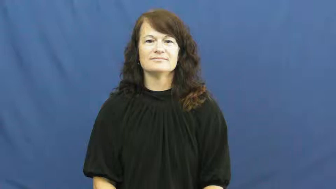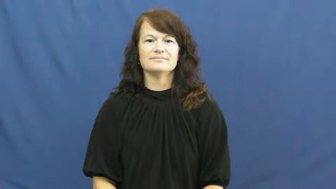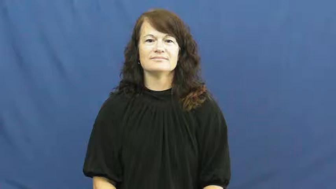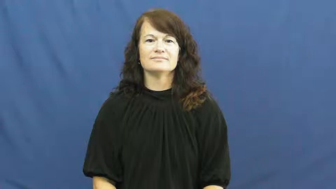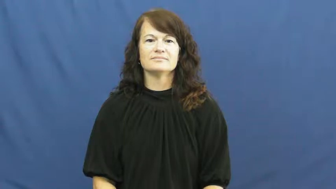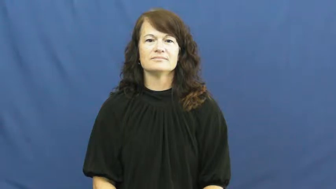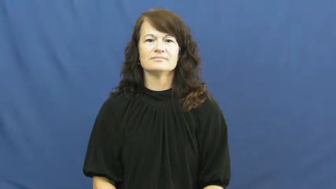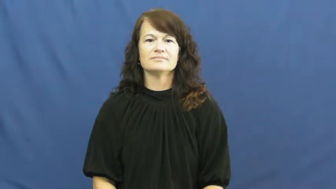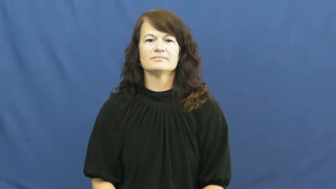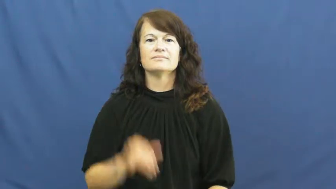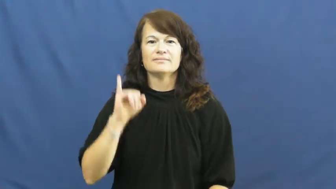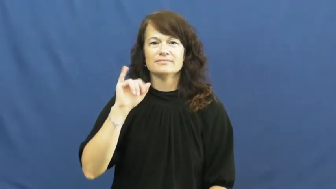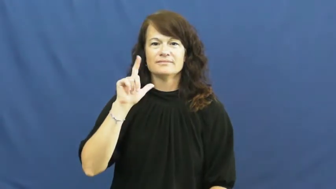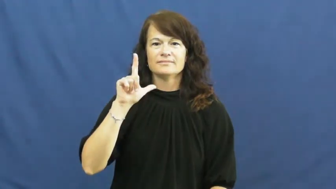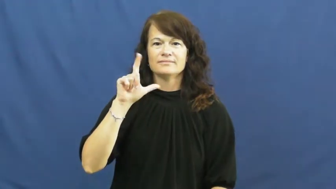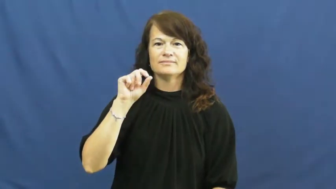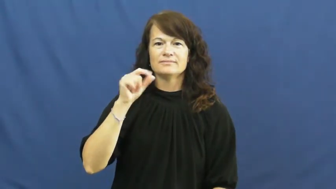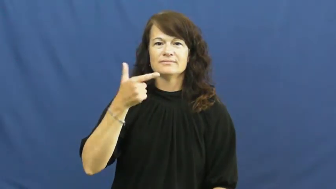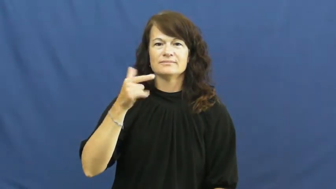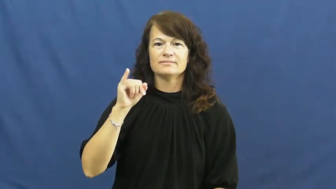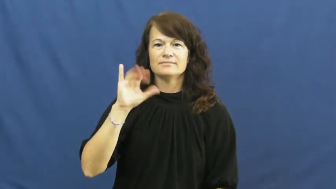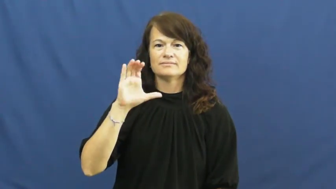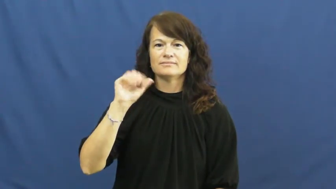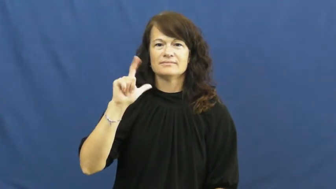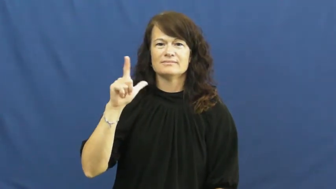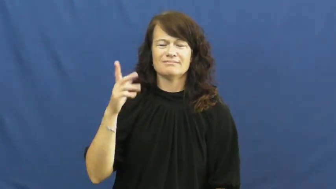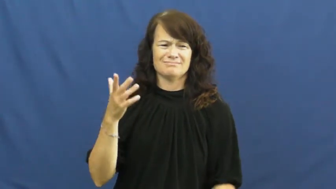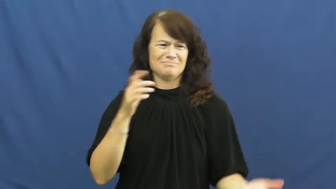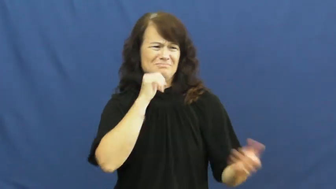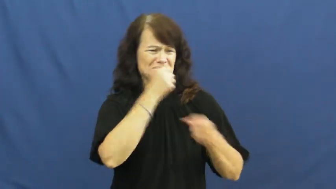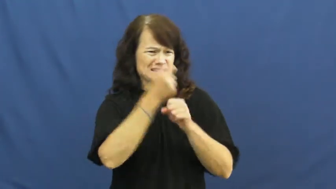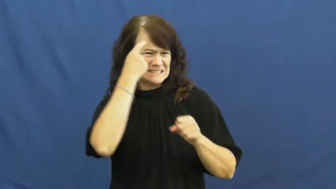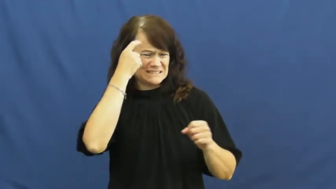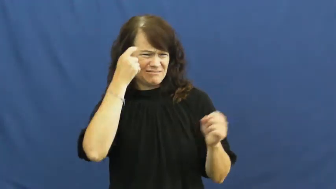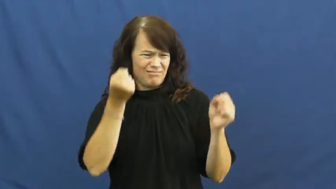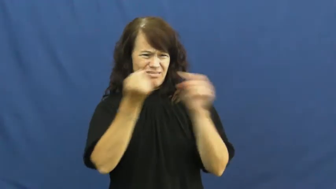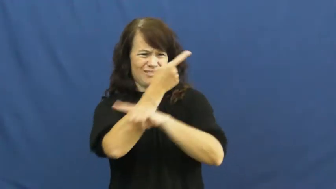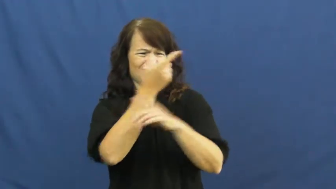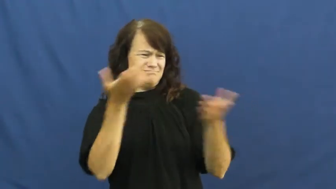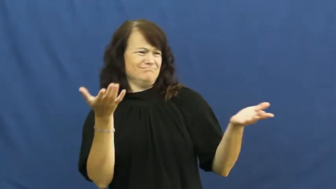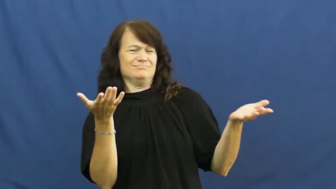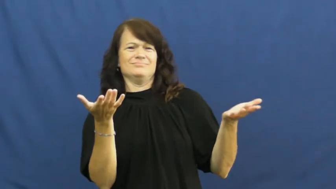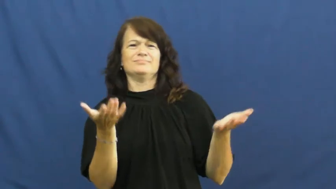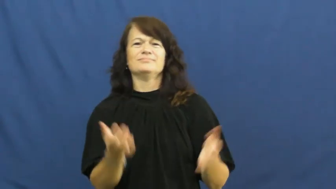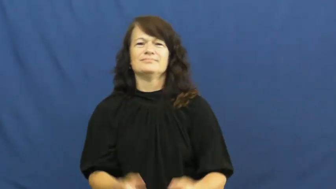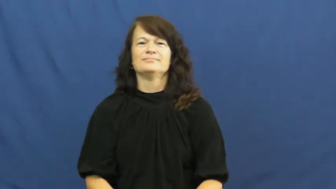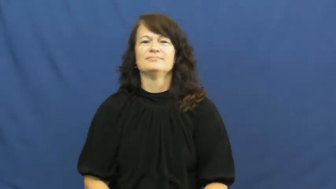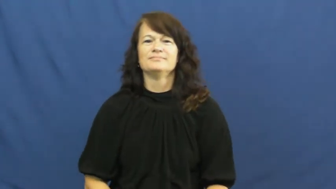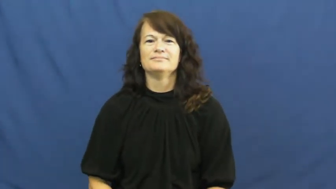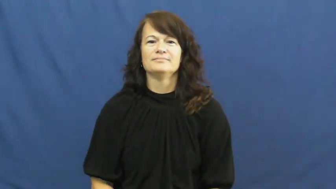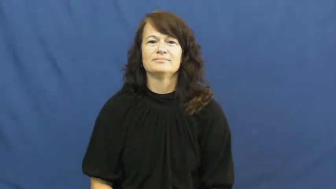illogical